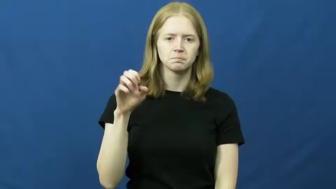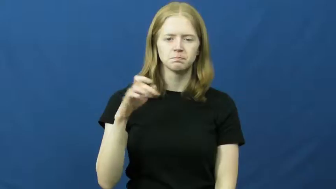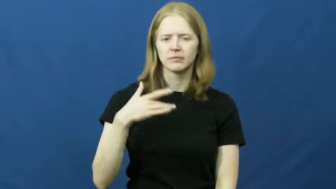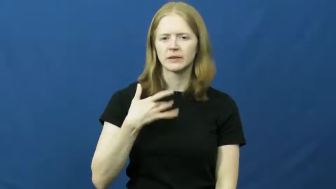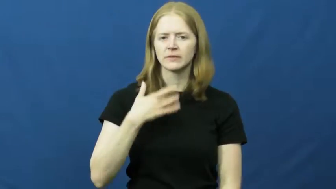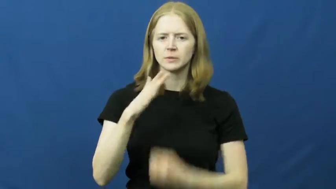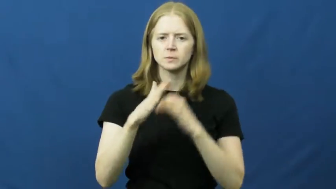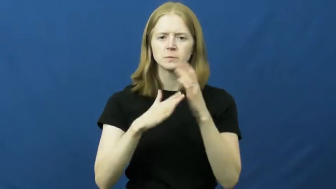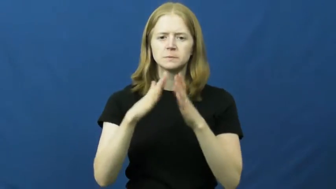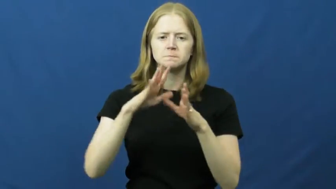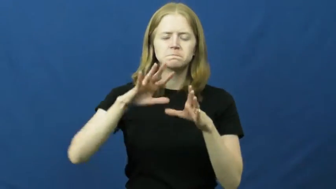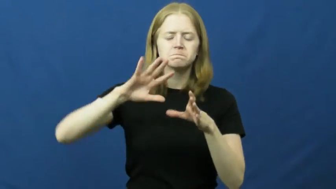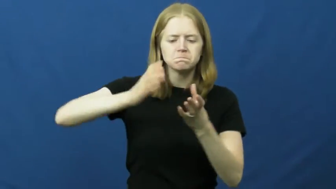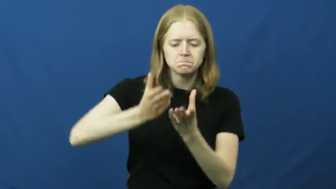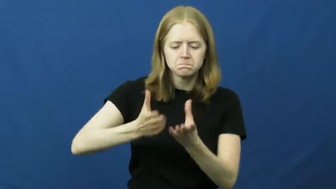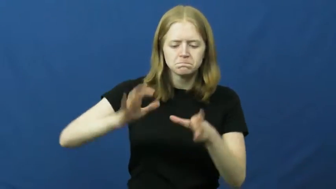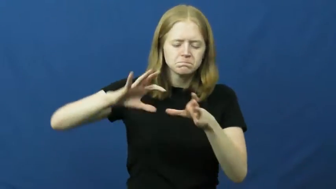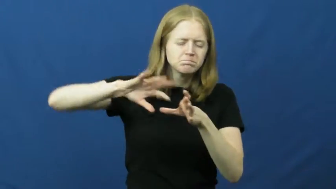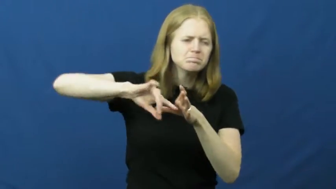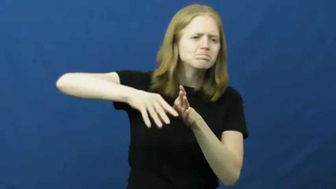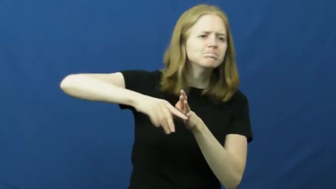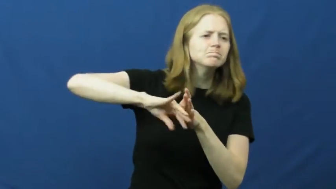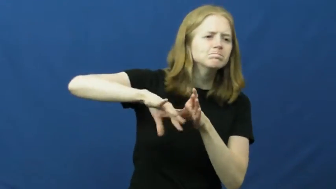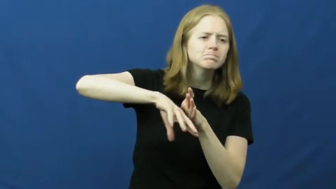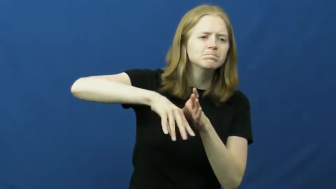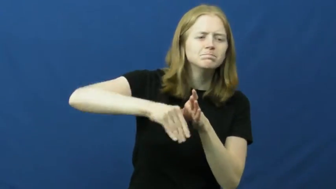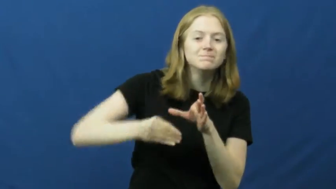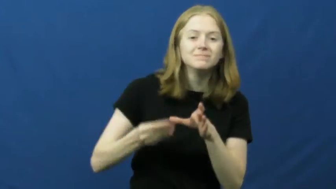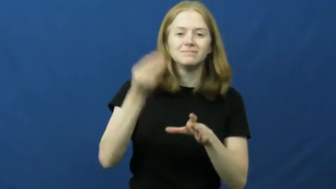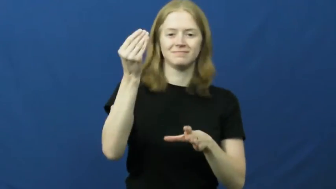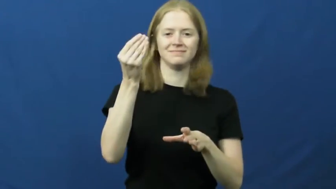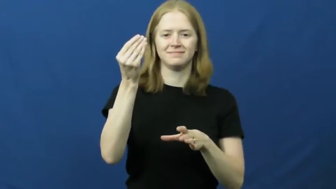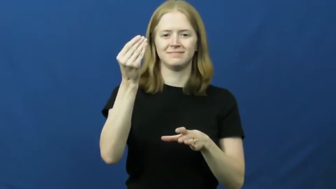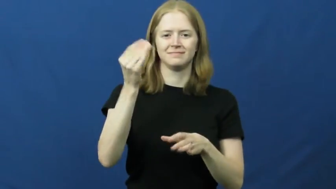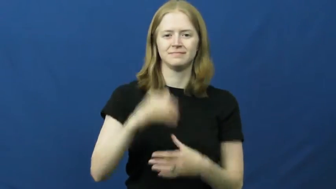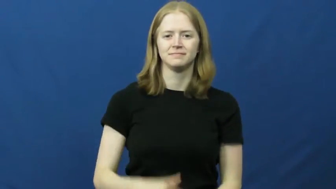fumble around